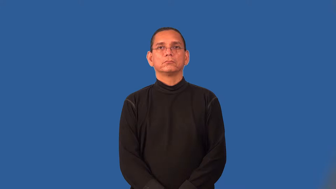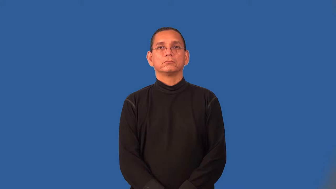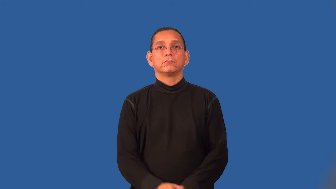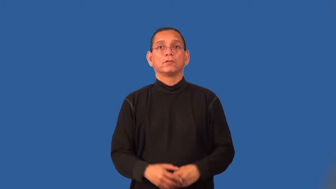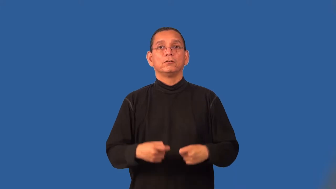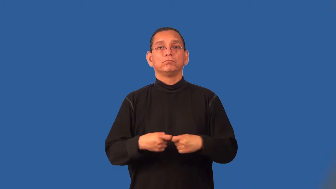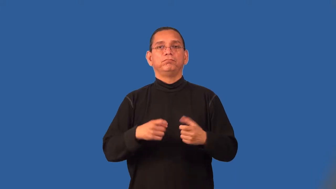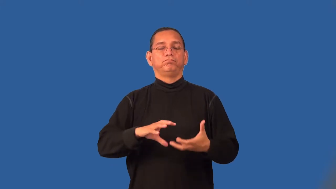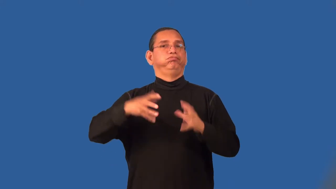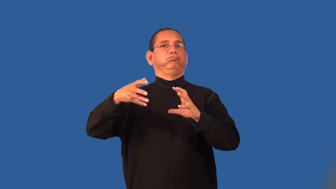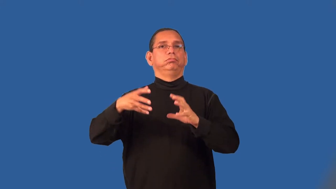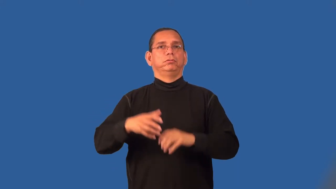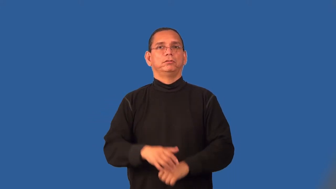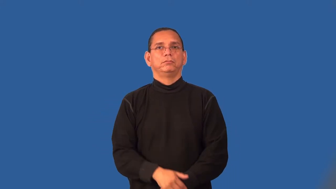short-electric